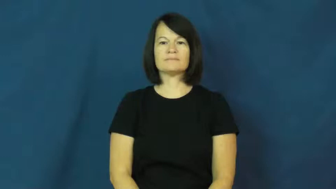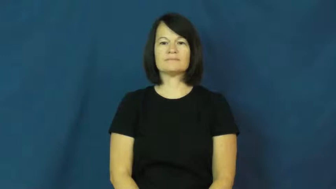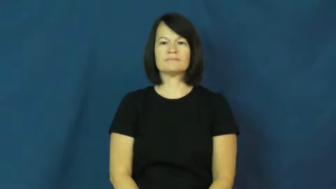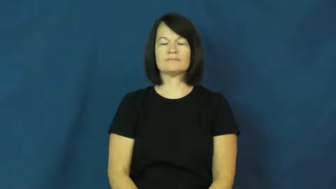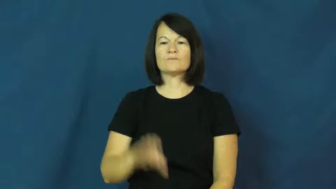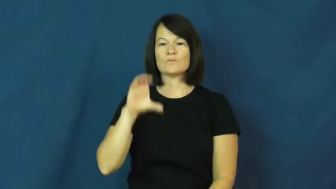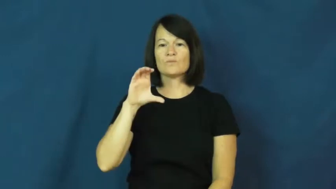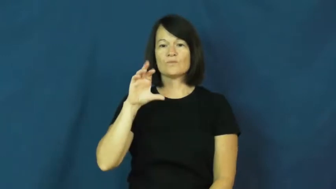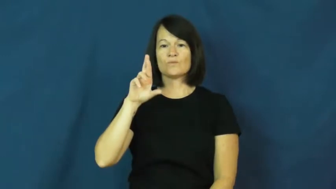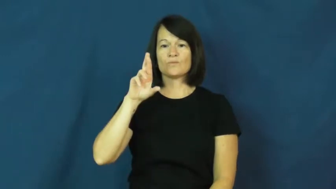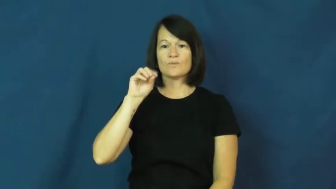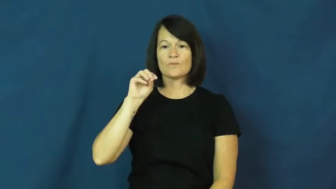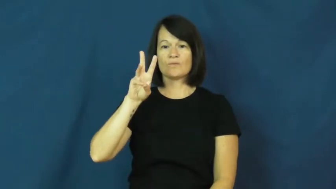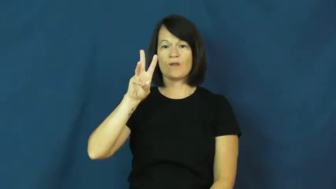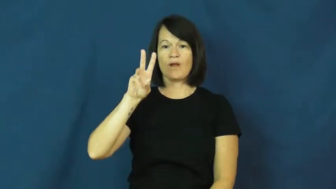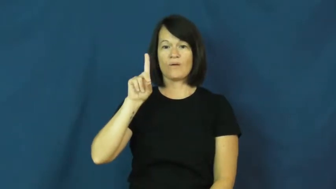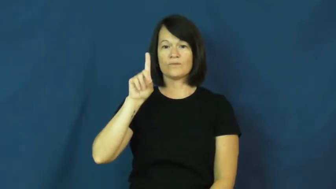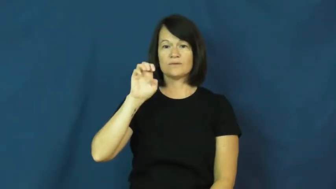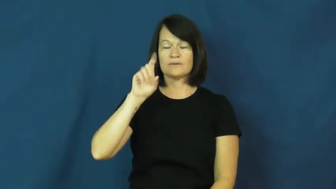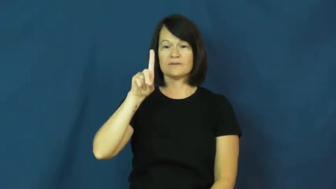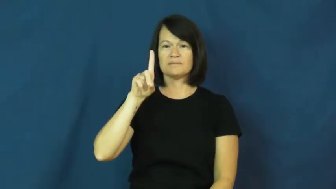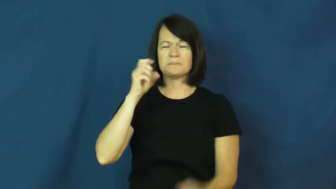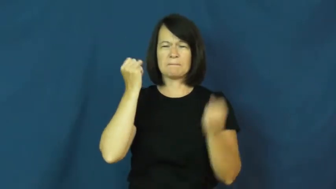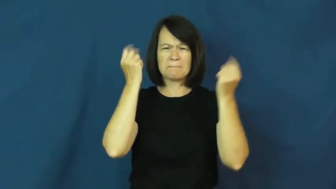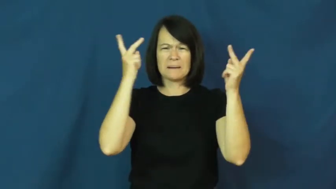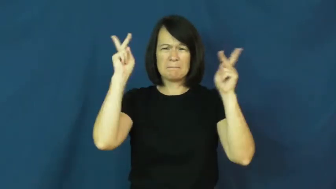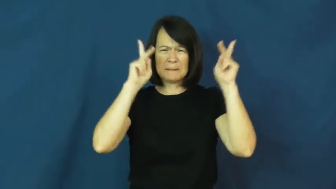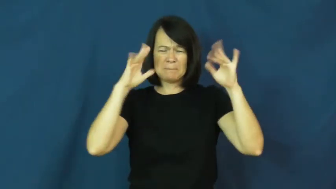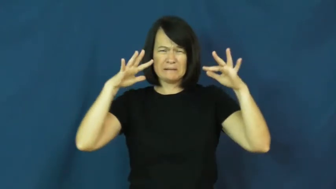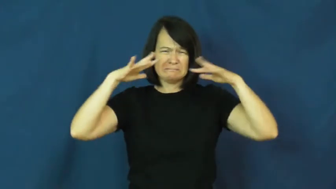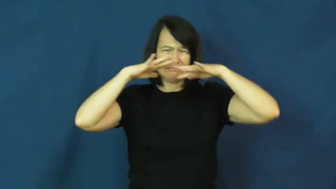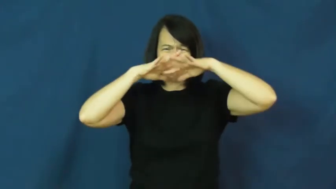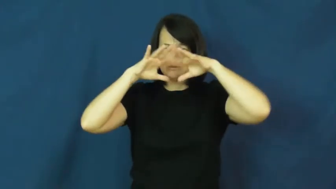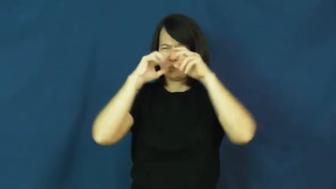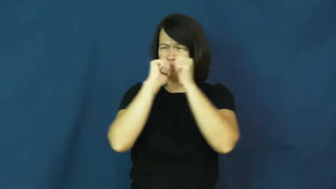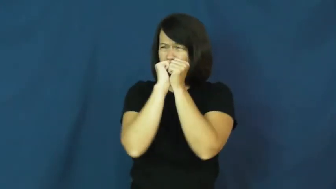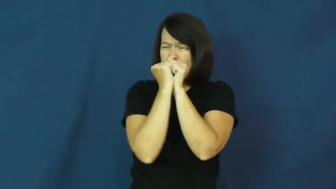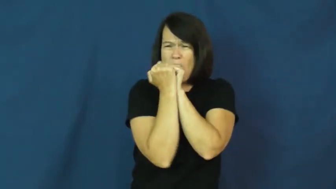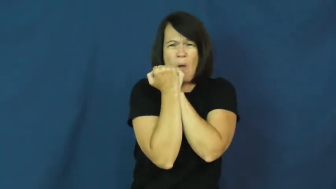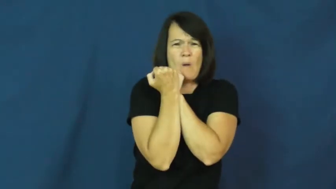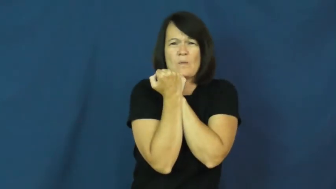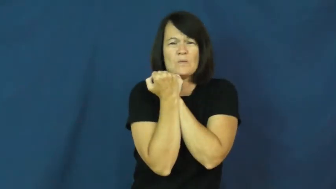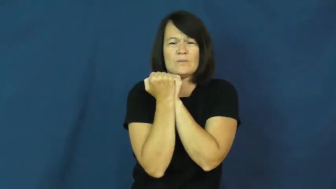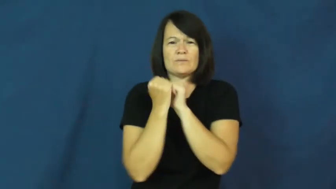crowded